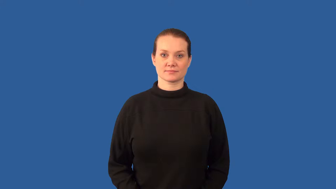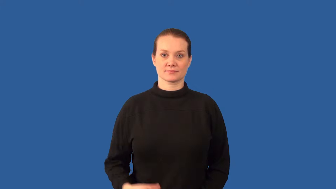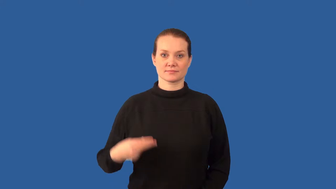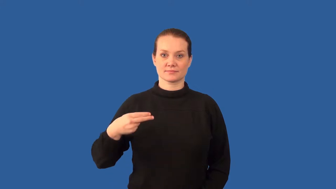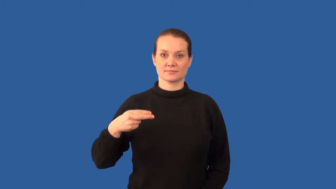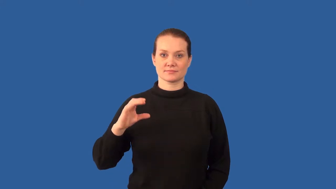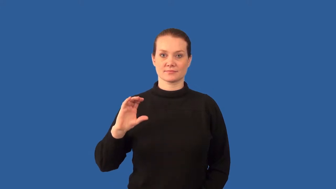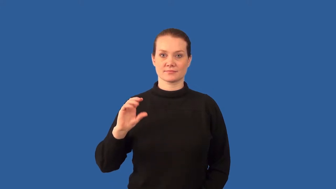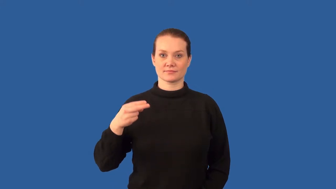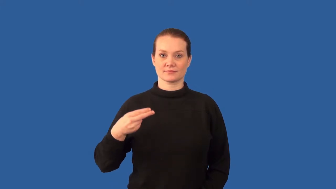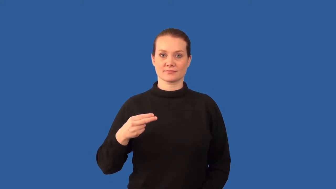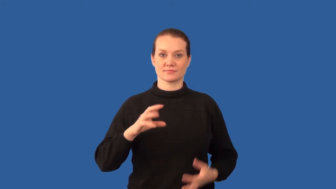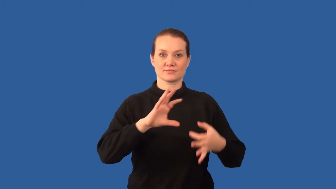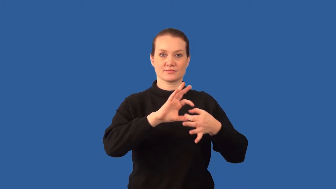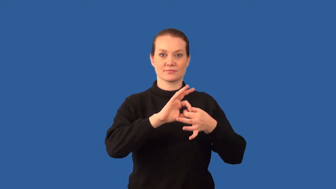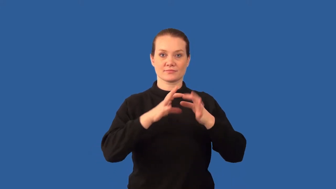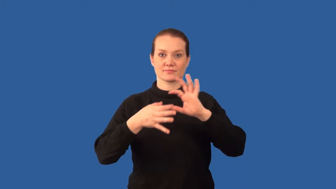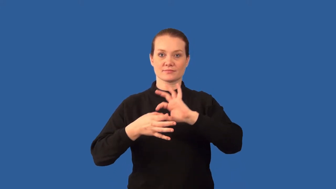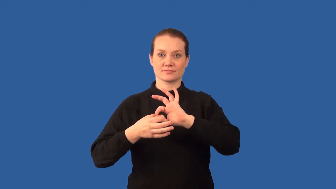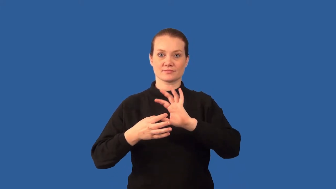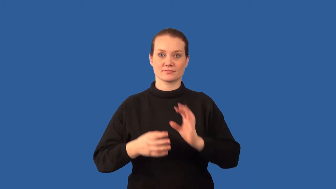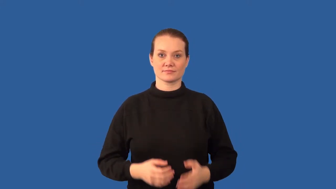polyethylene